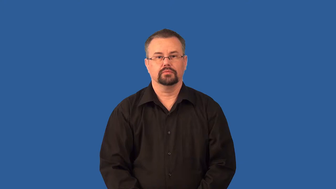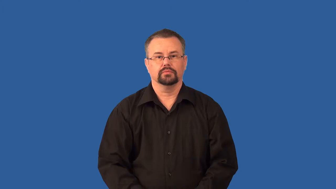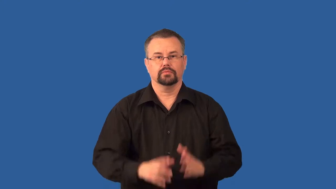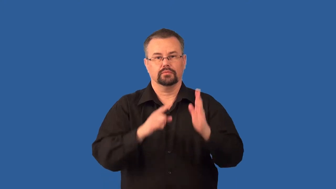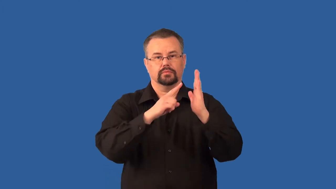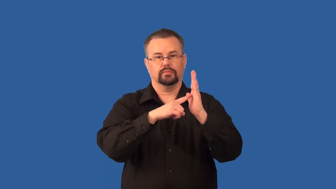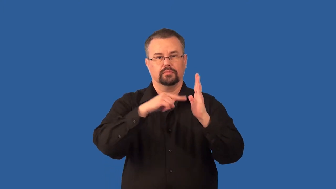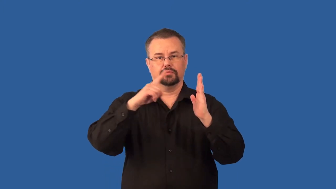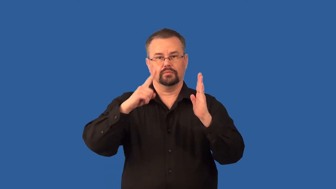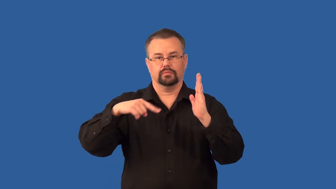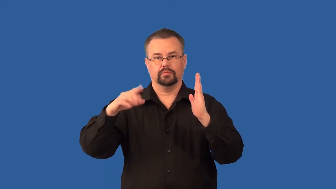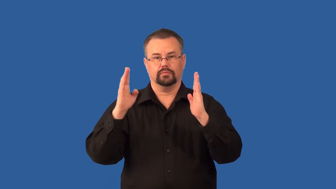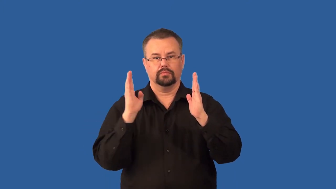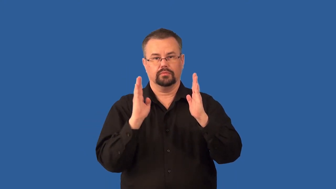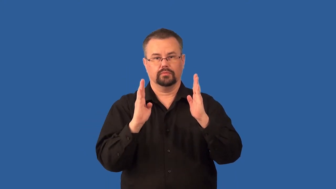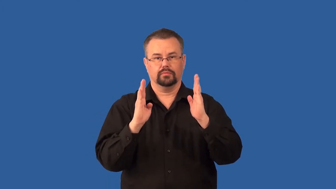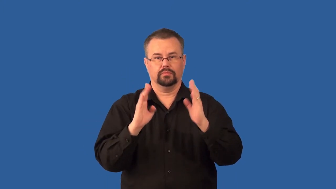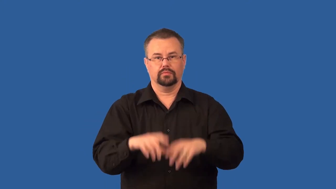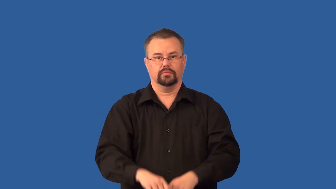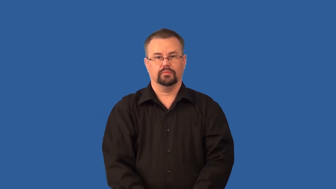wavelength